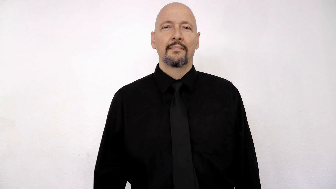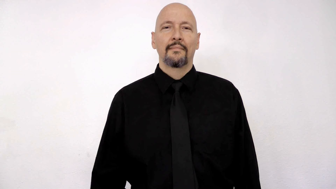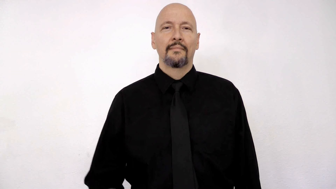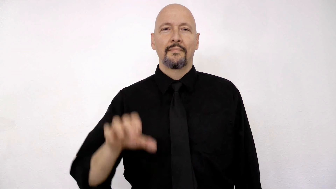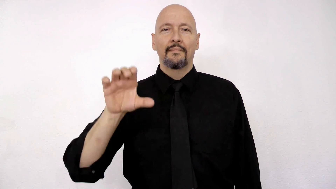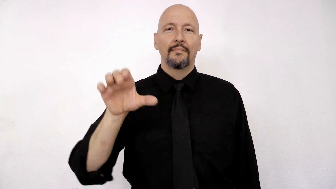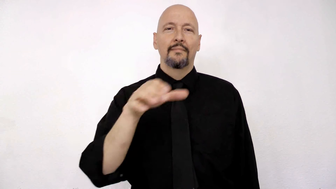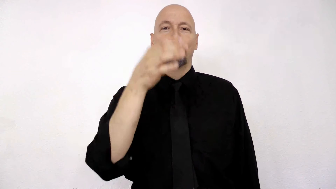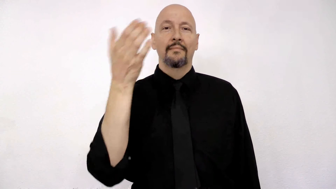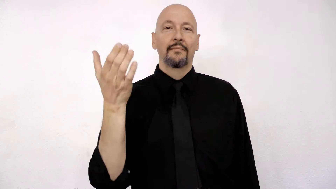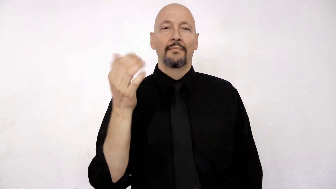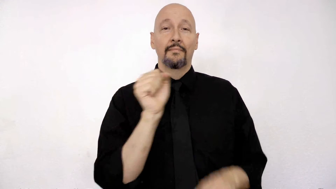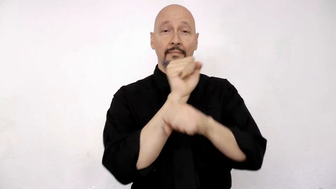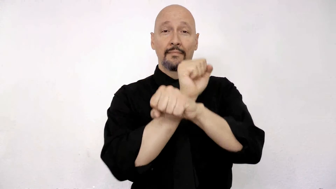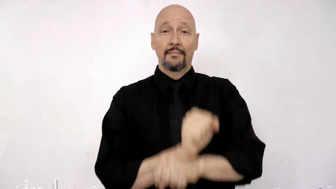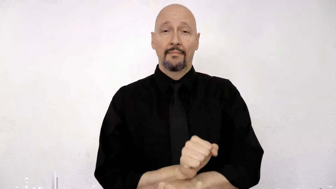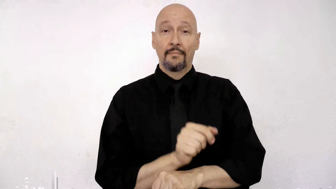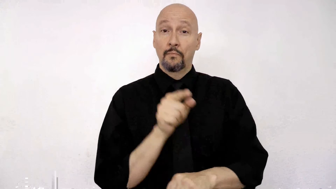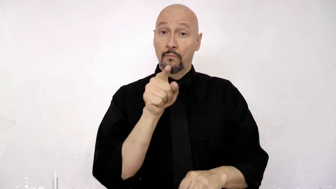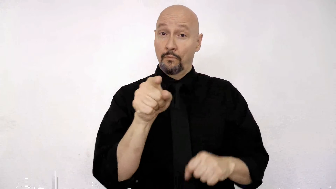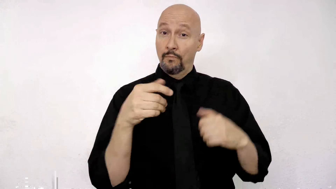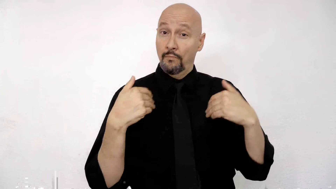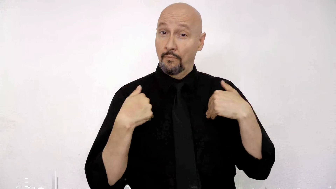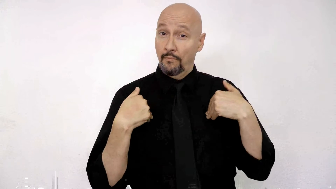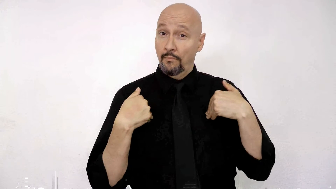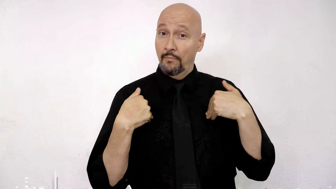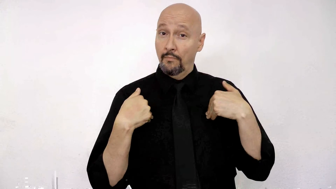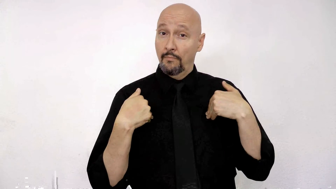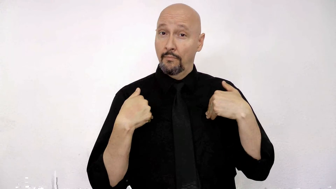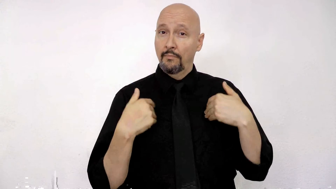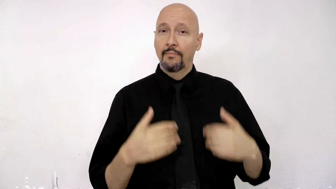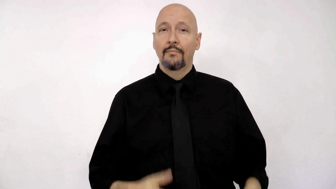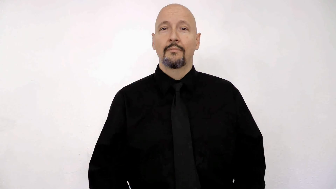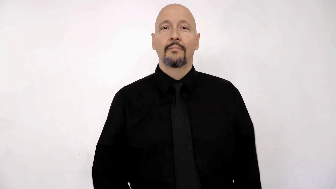CHRISTMAS HABIT-[tradition] YOU HAVE?